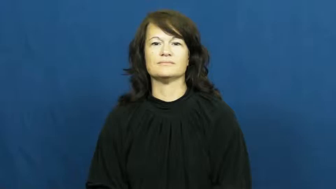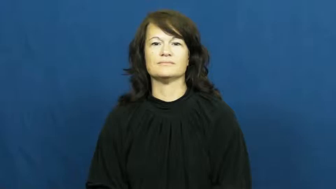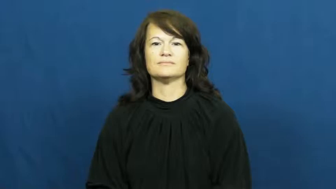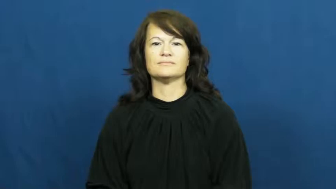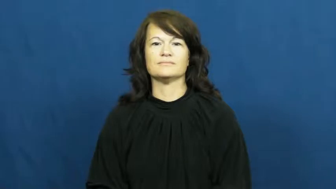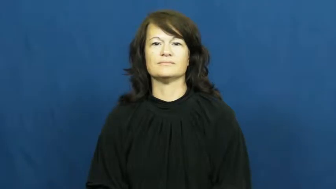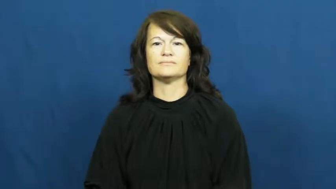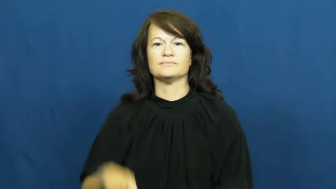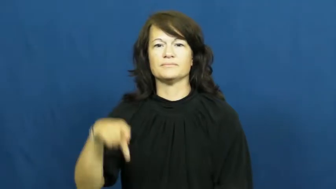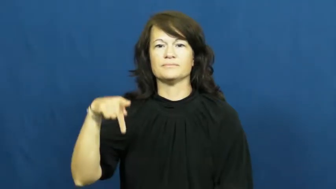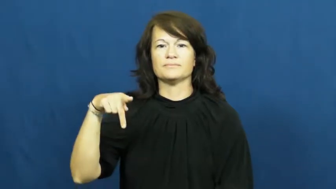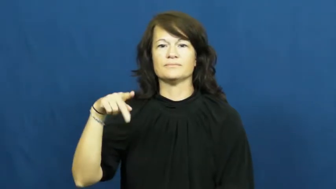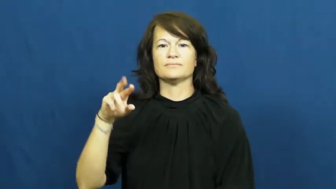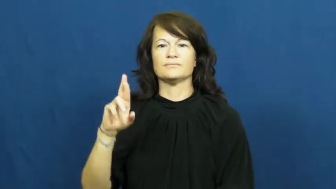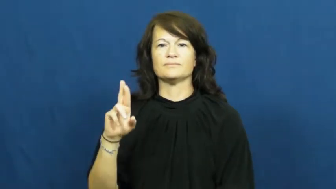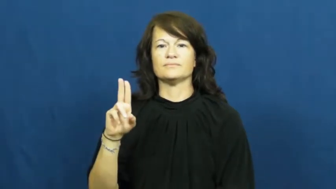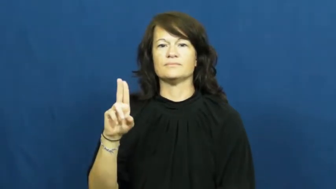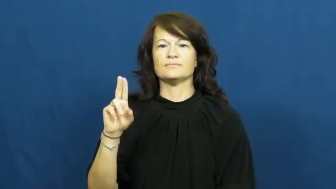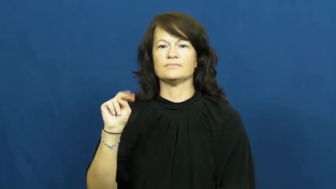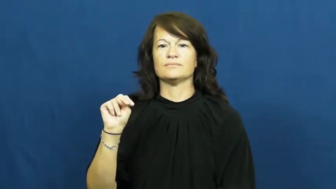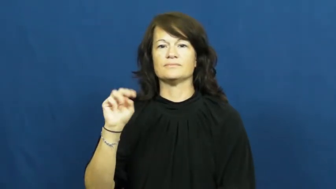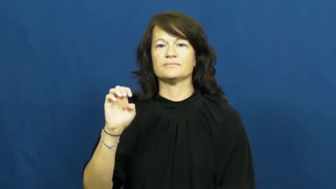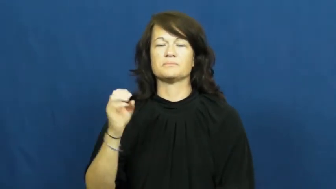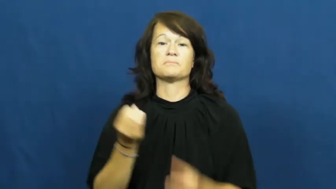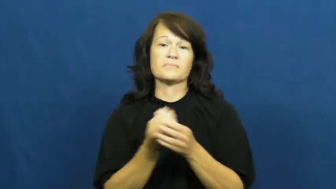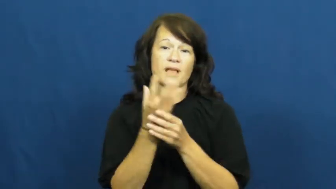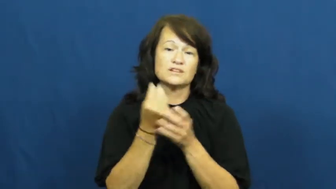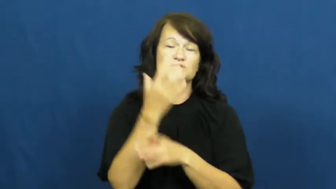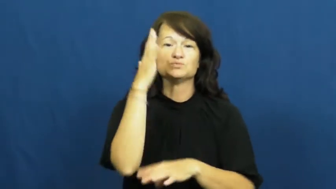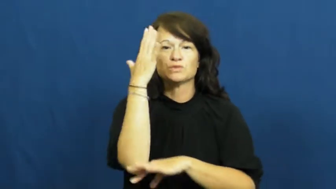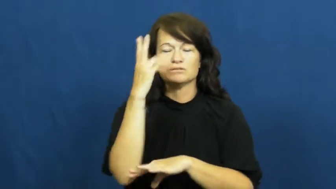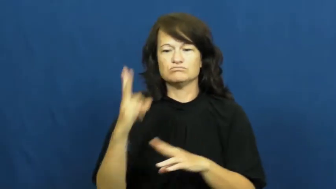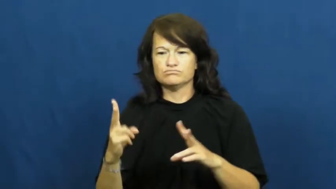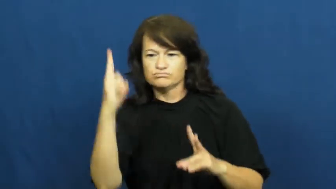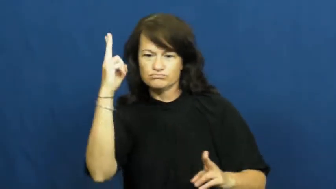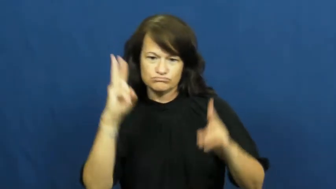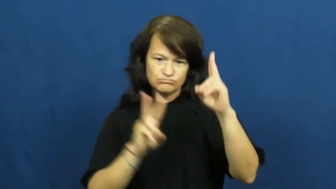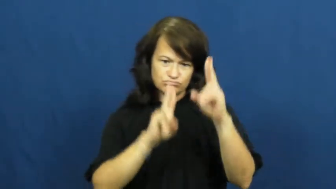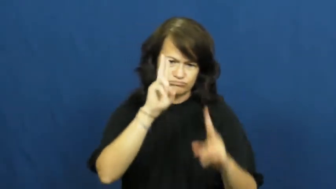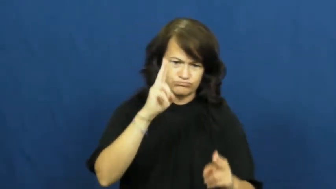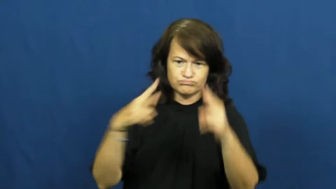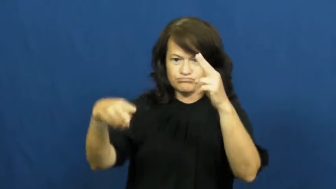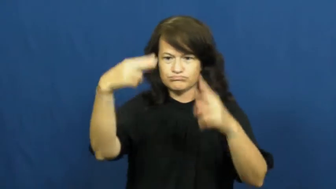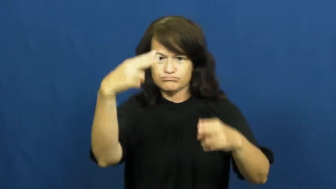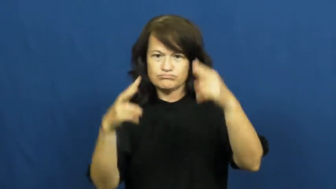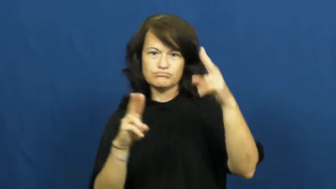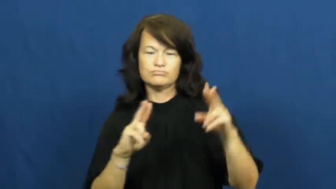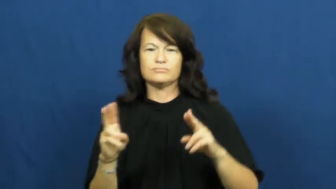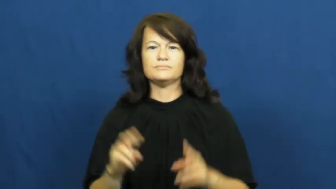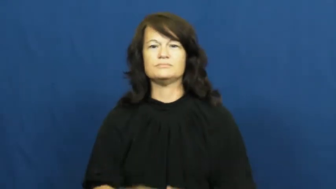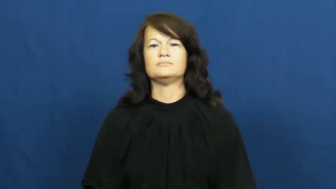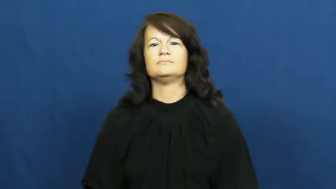prune-trim